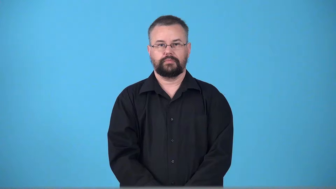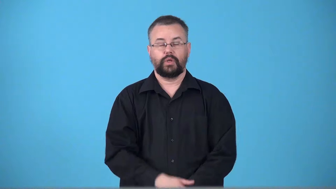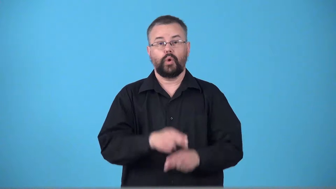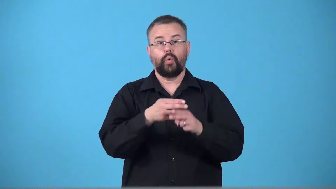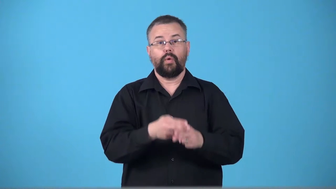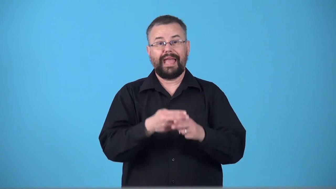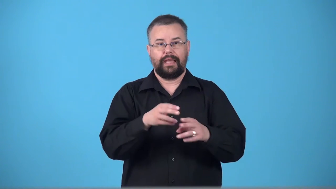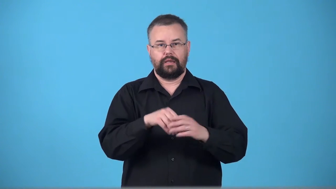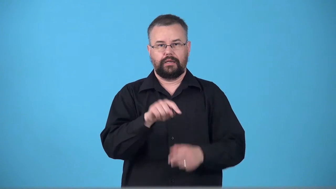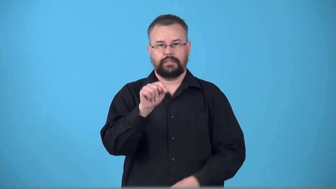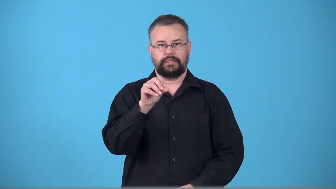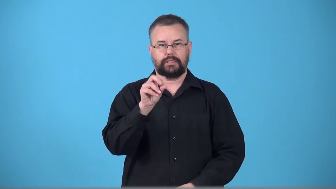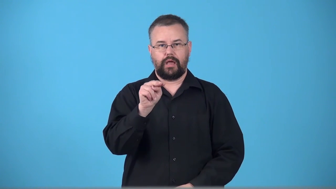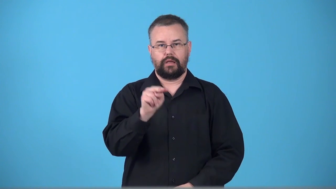tonnage-weight measured in tons